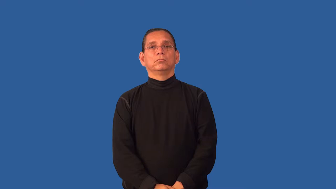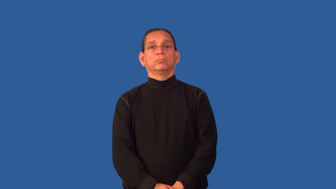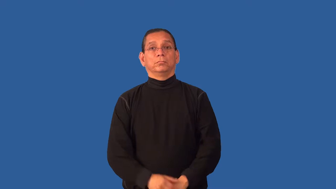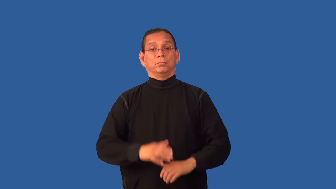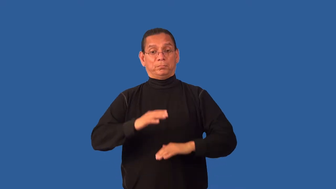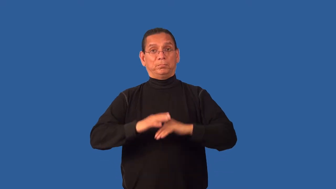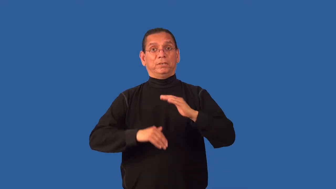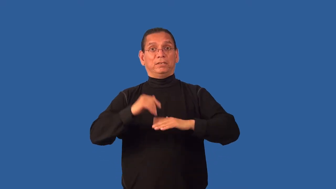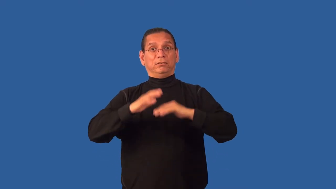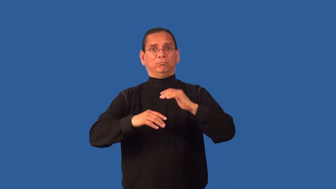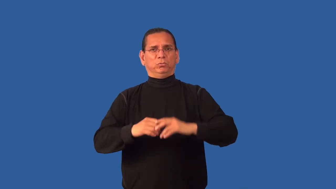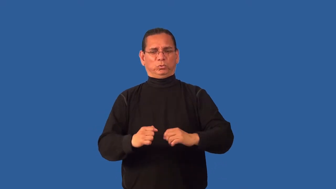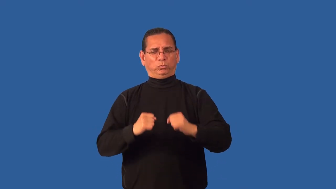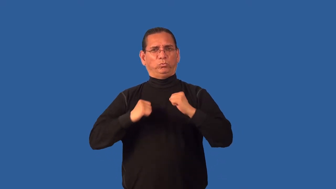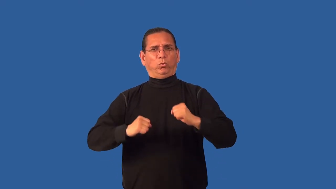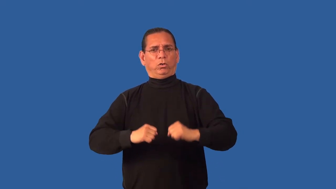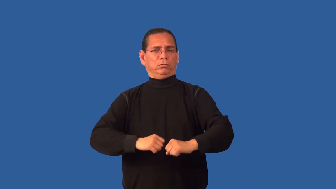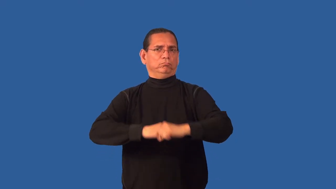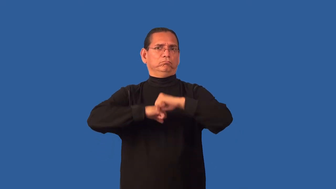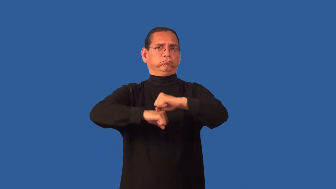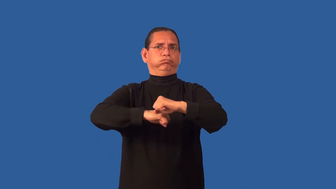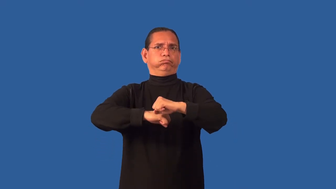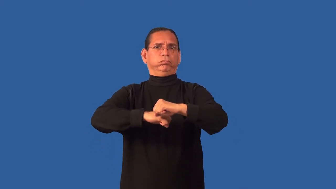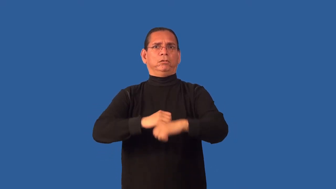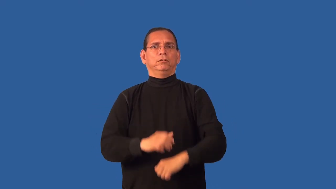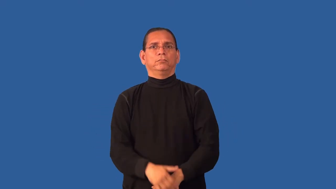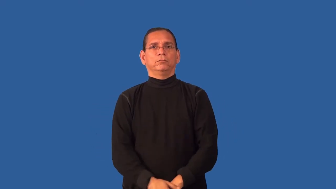fortify-buildings